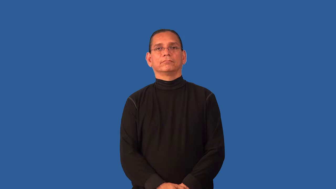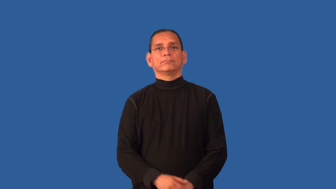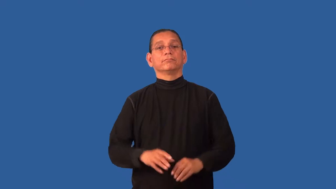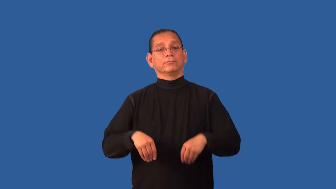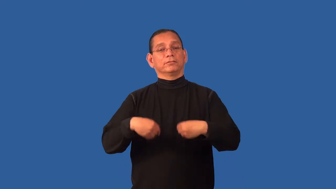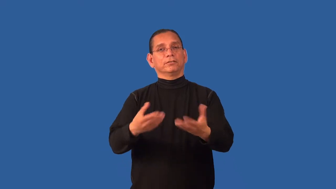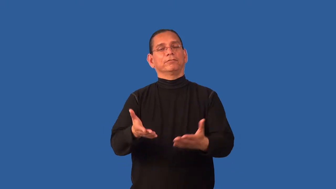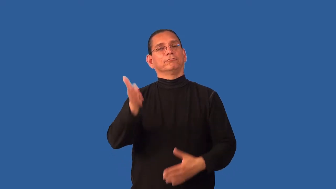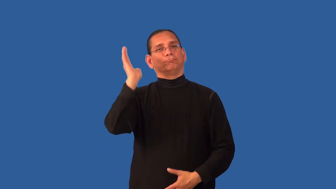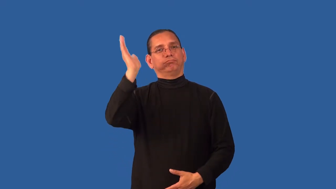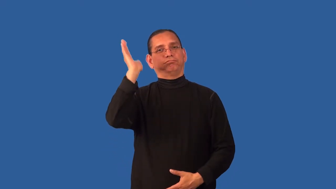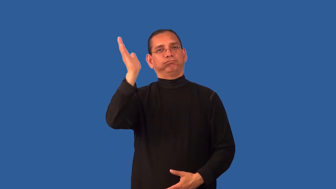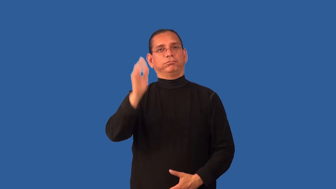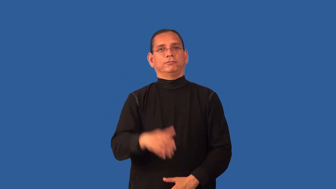deliver-speech